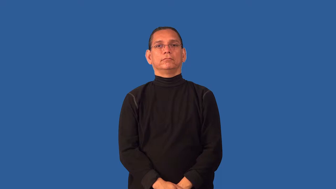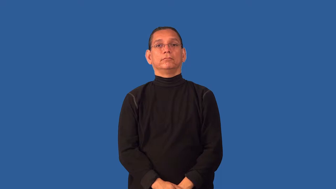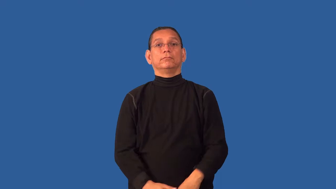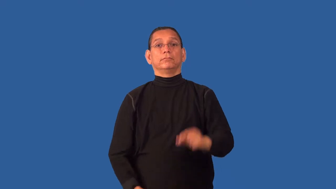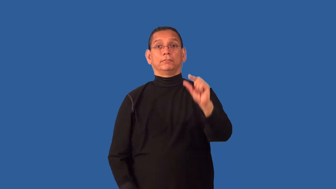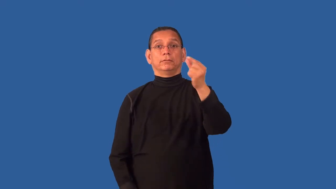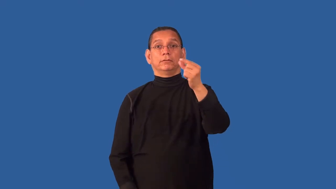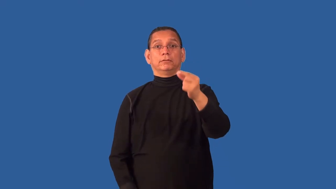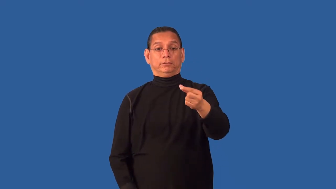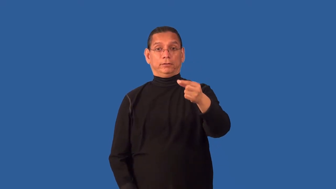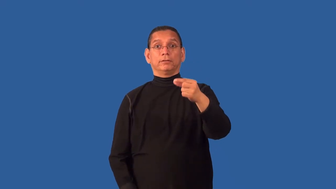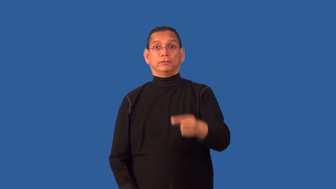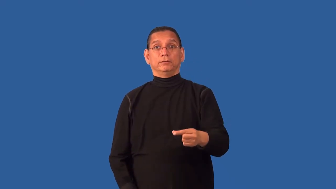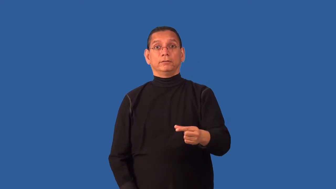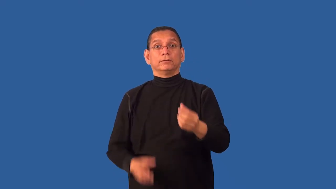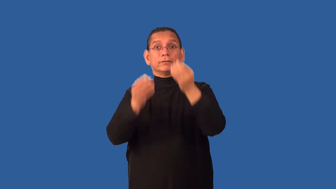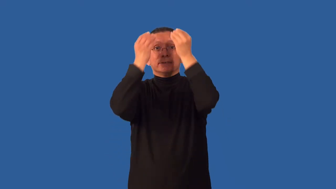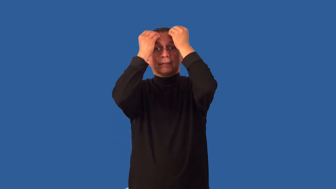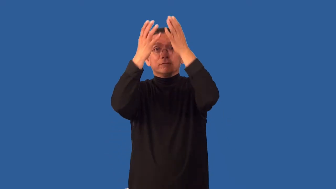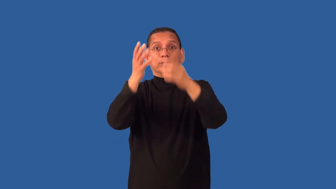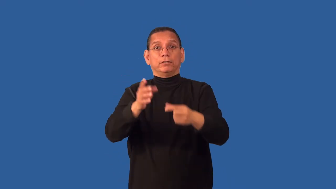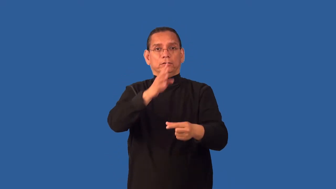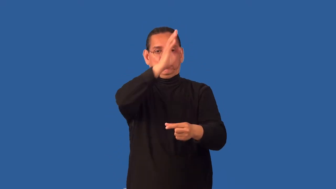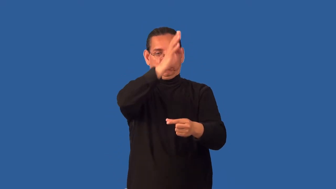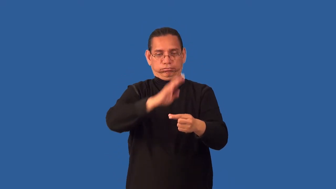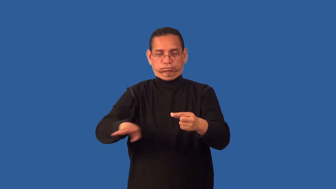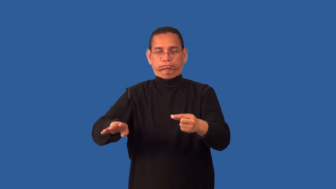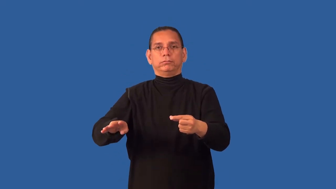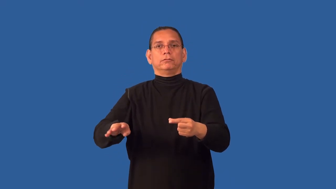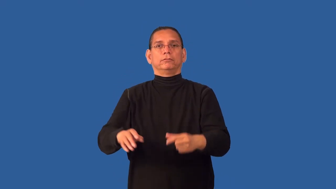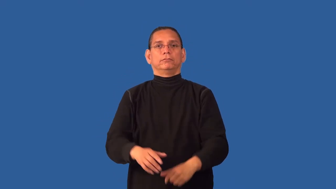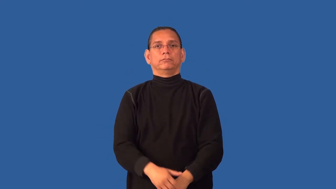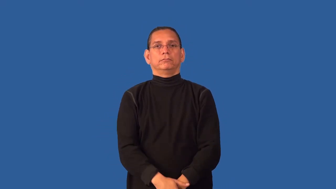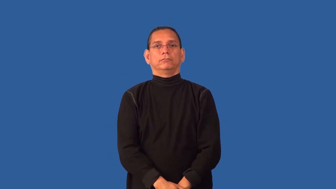chip-computer